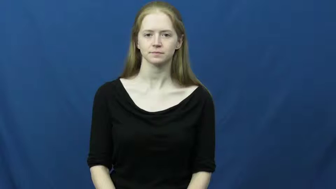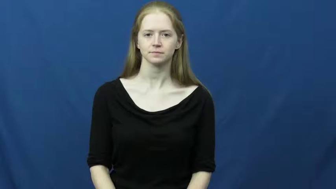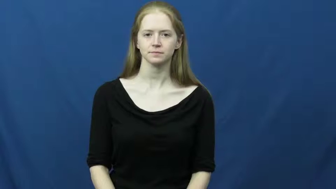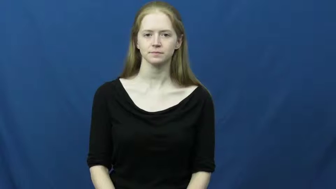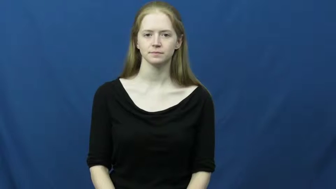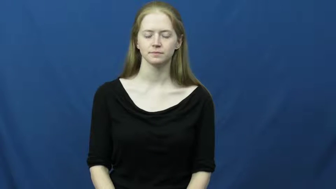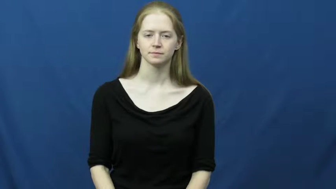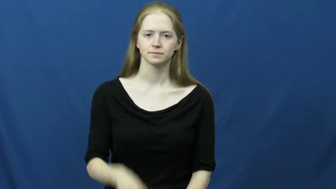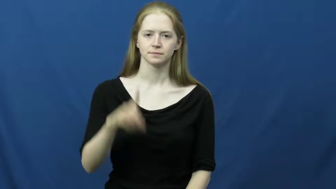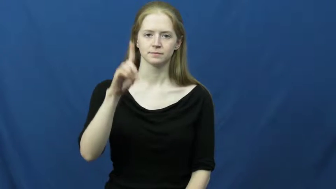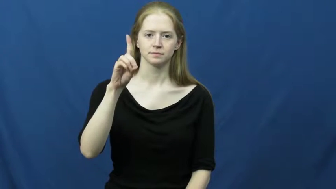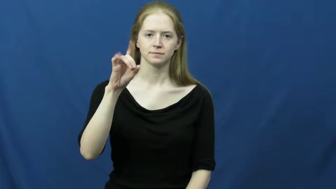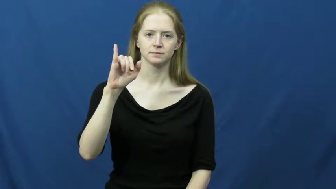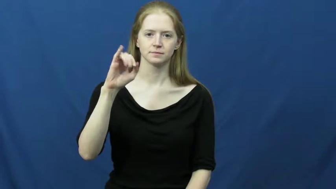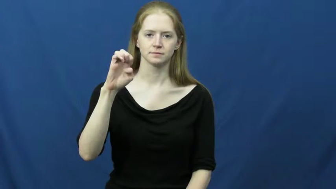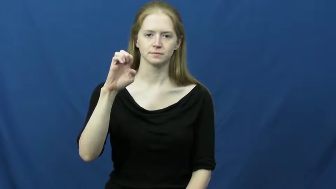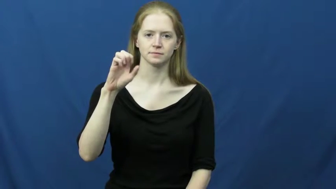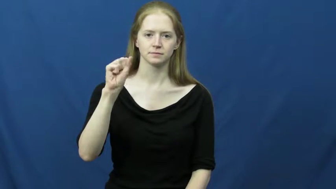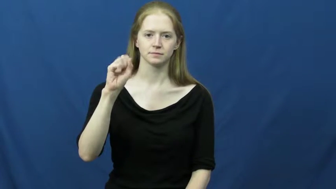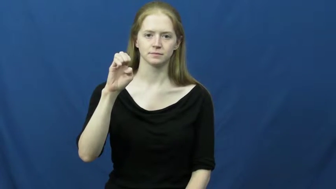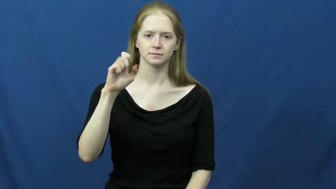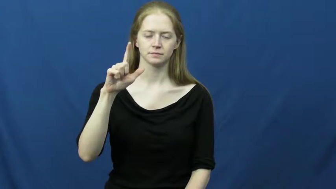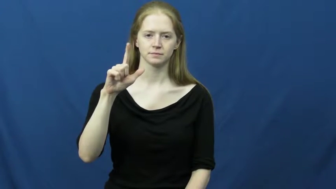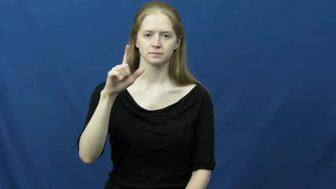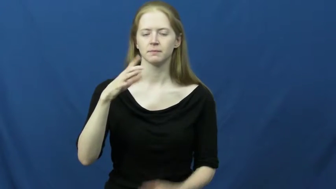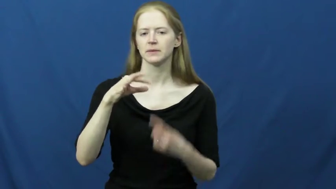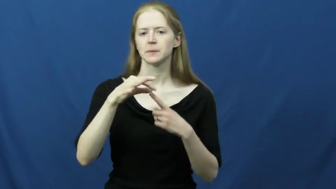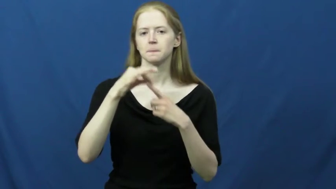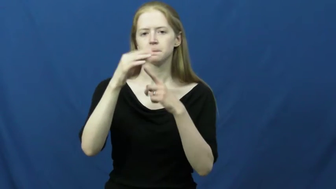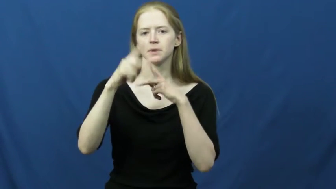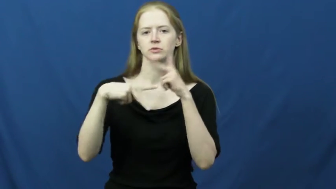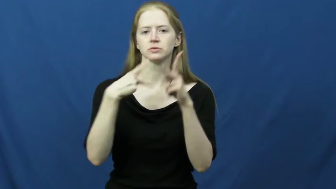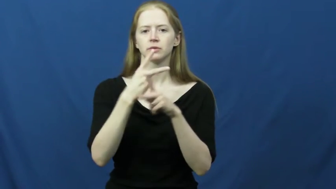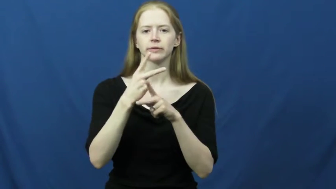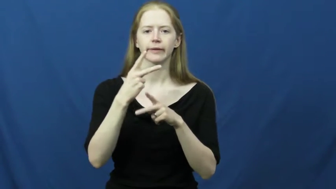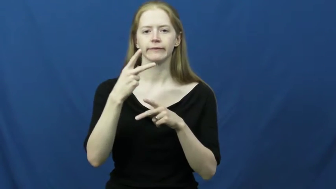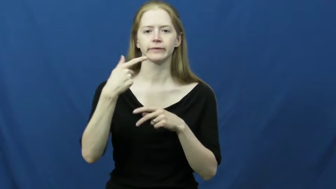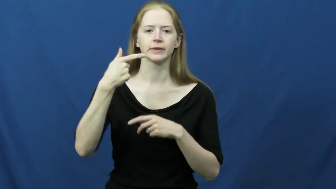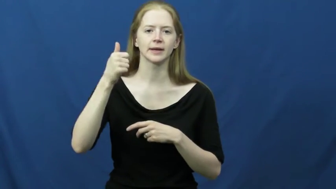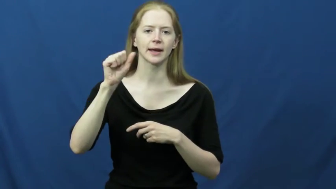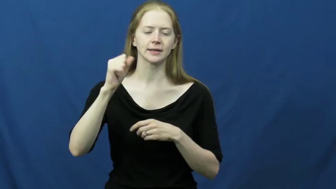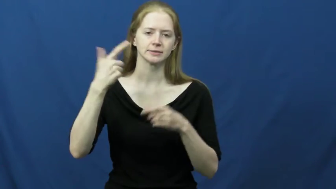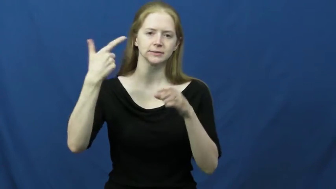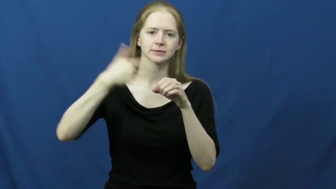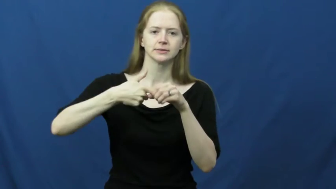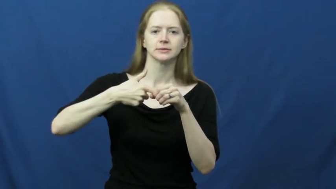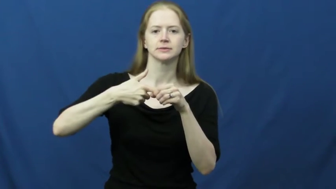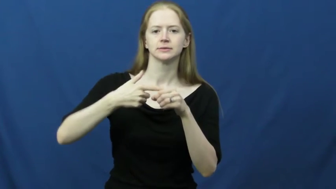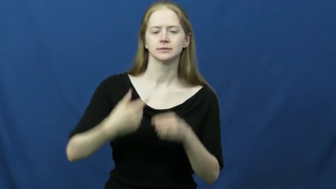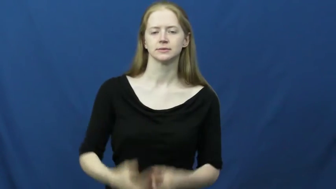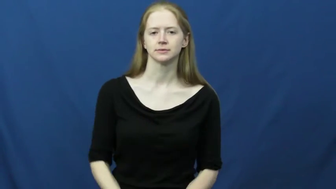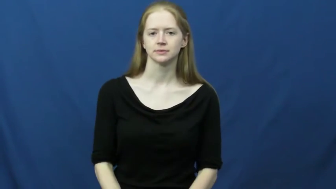diesel